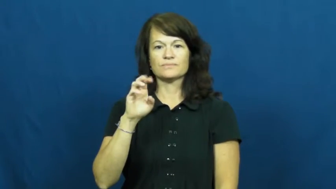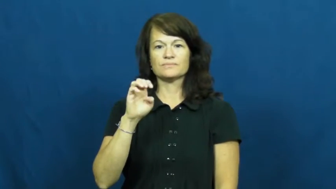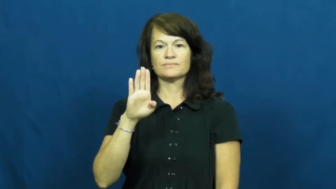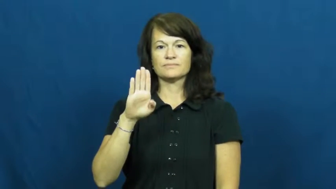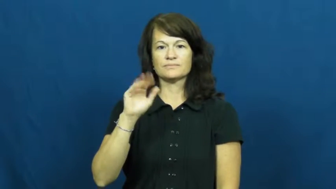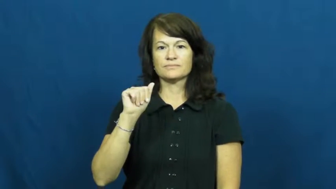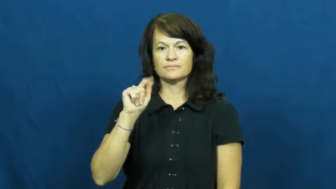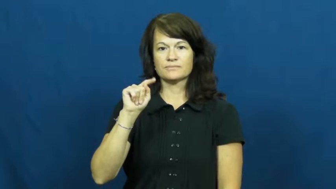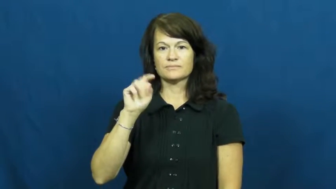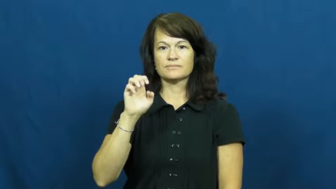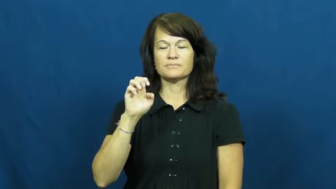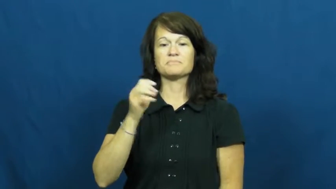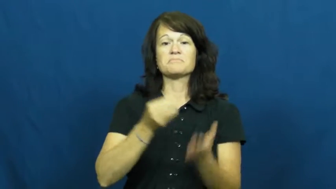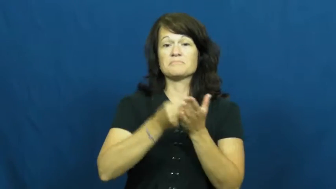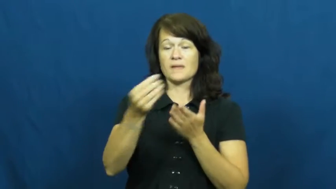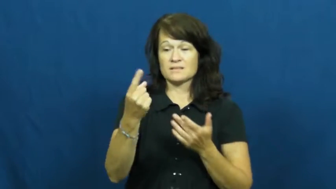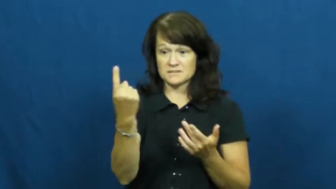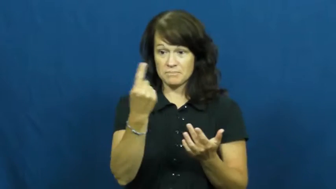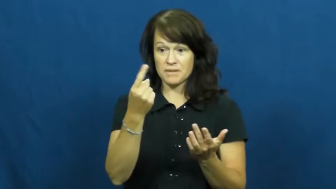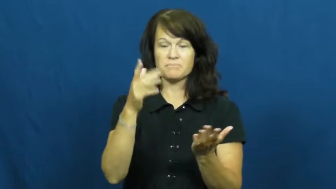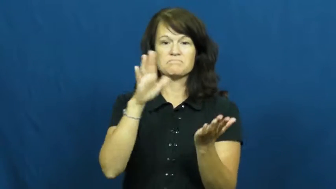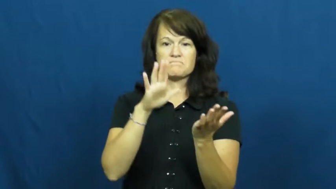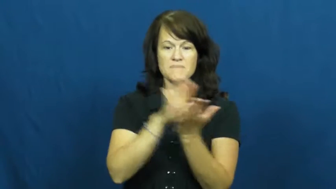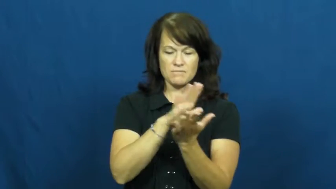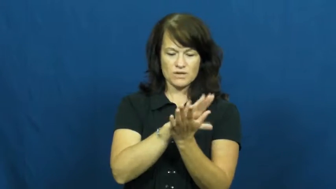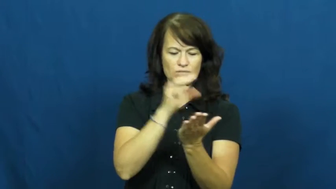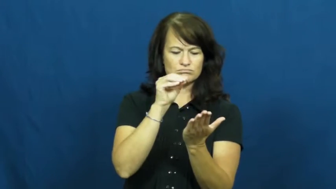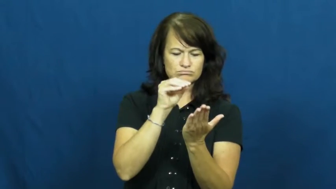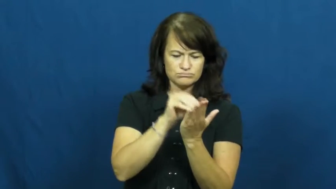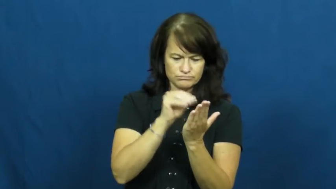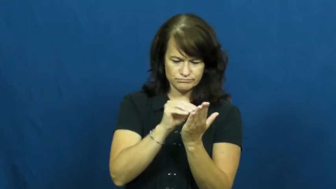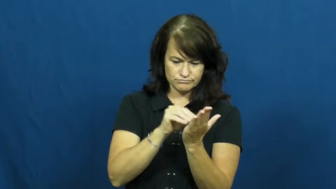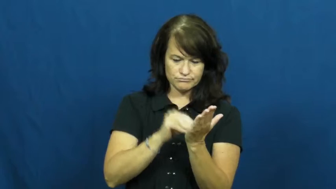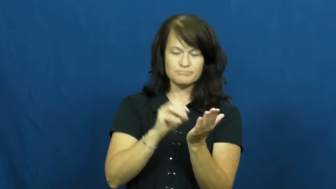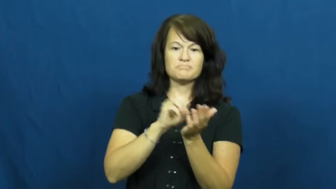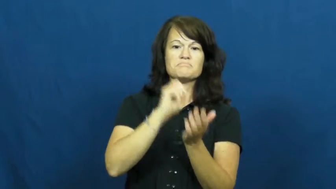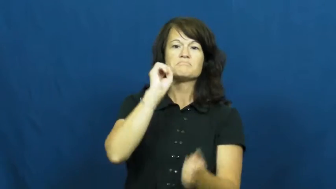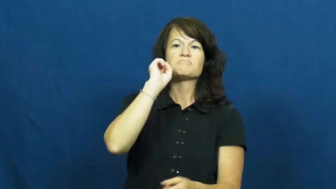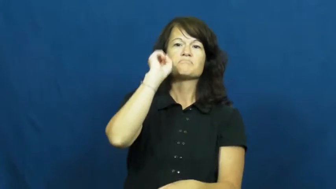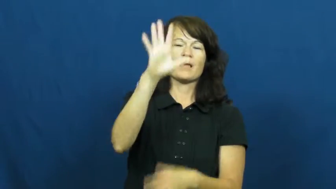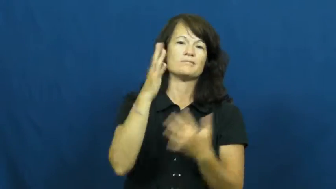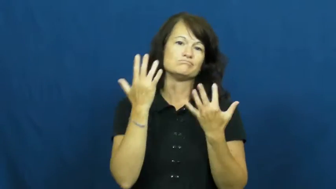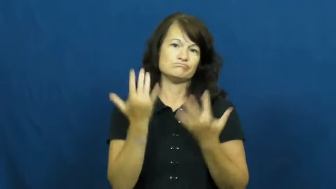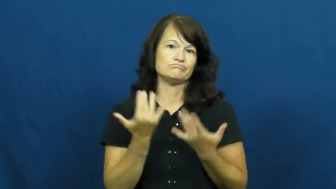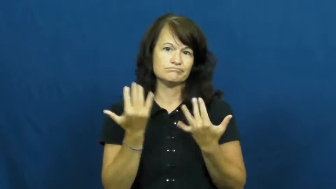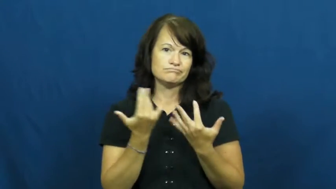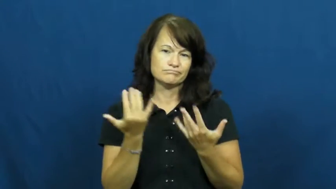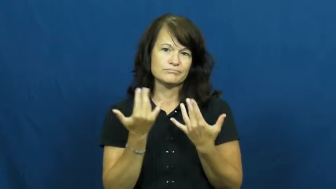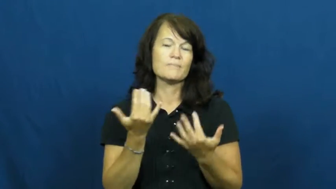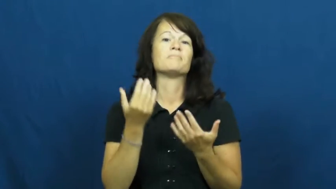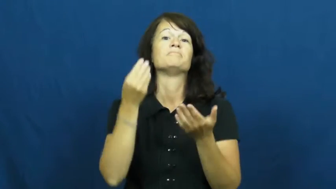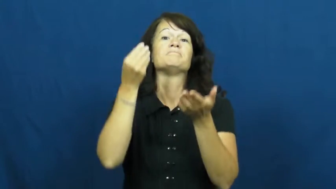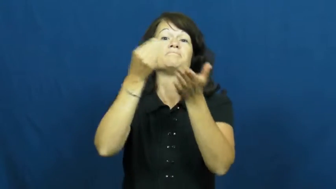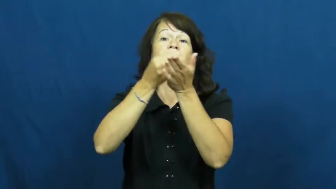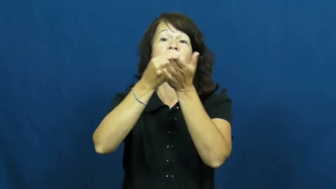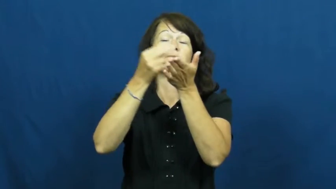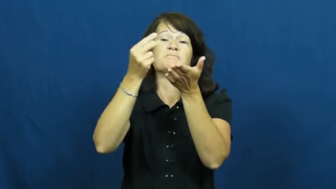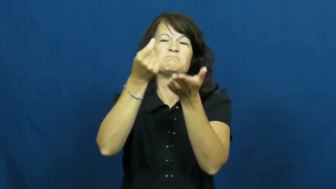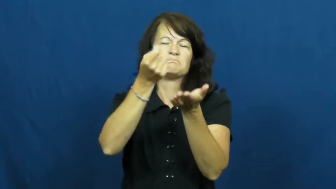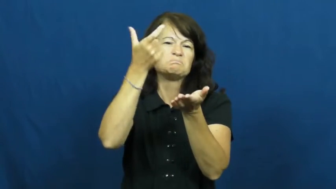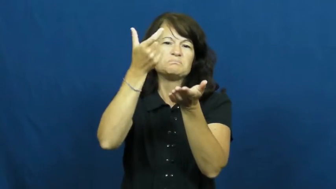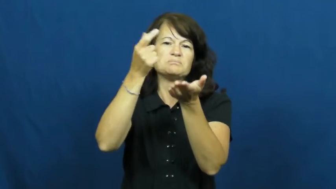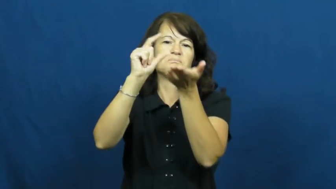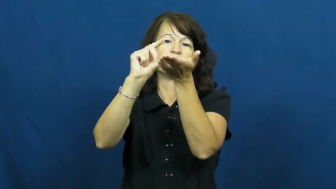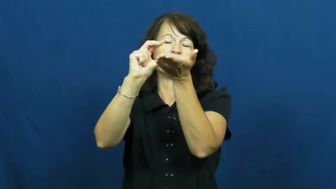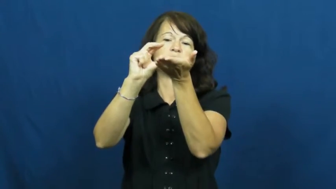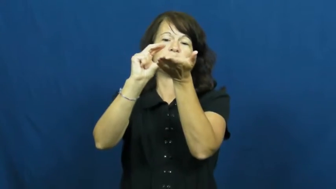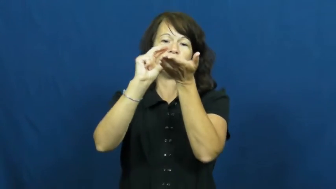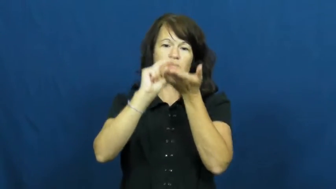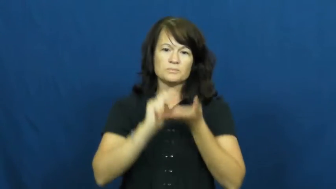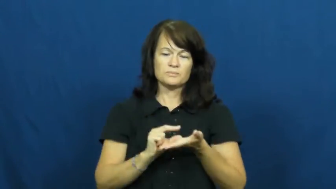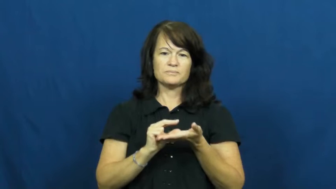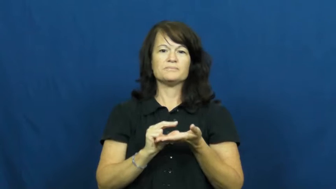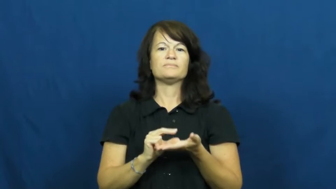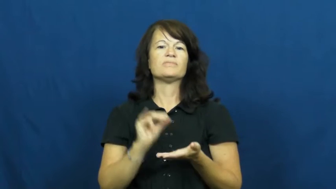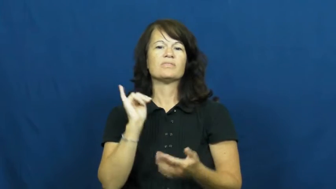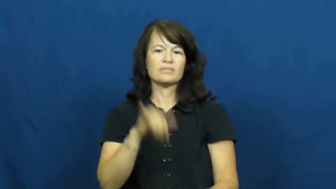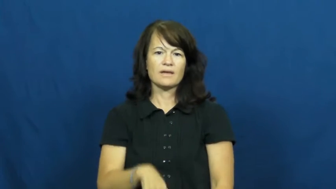rebate